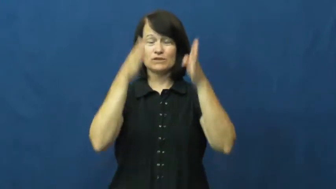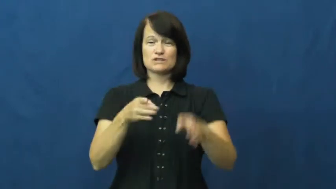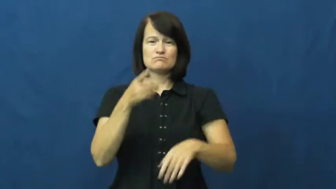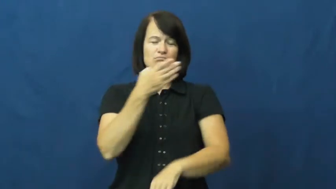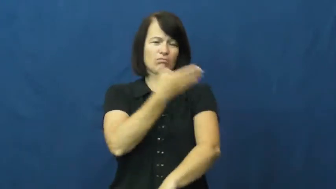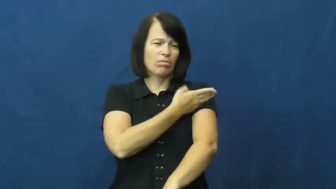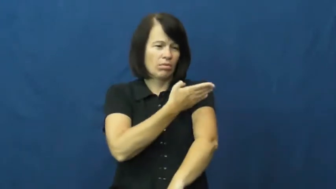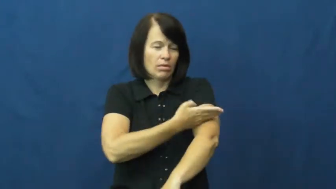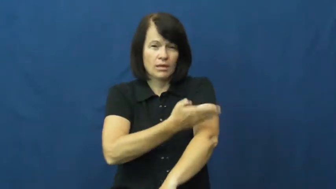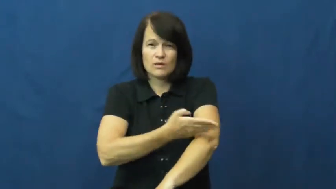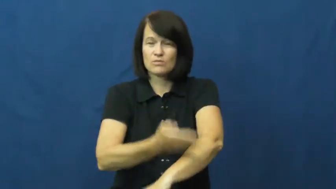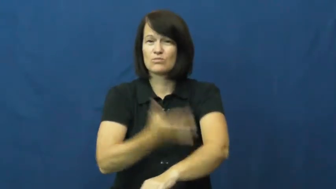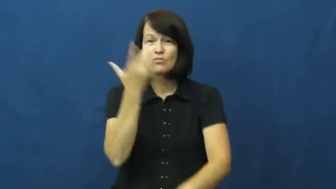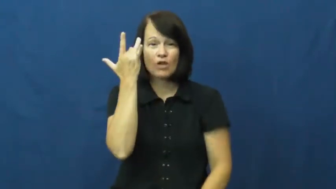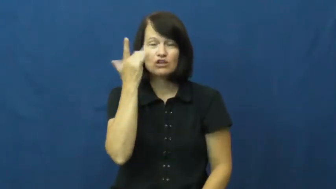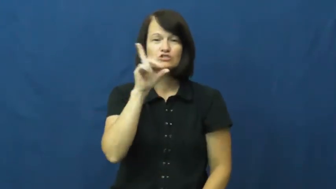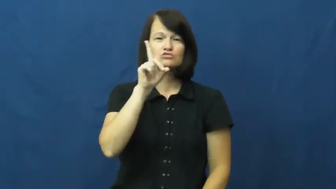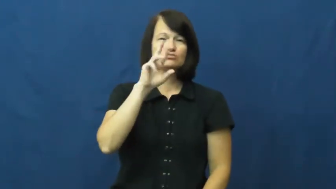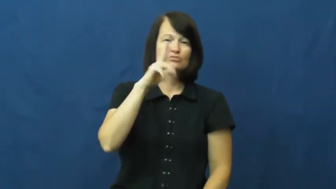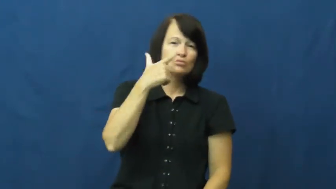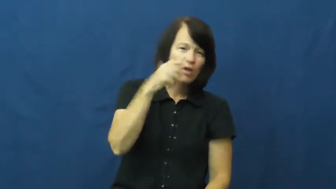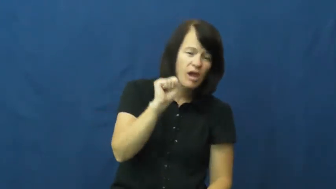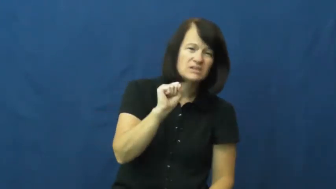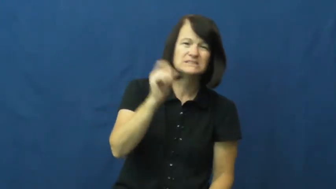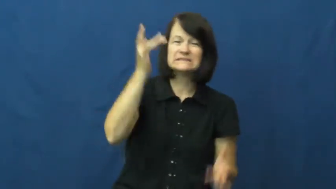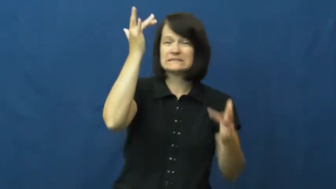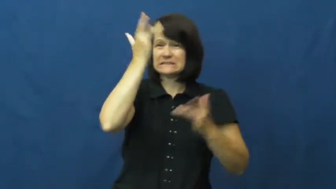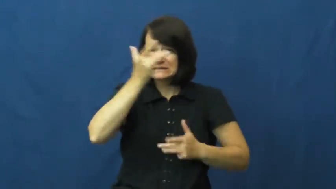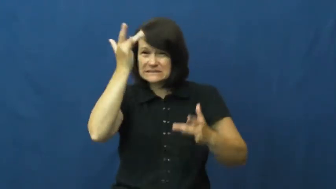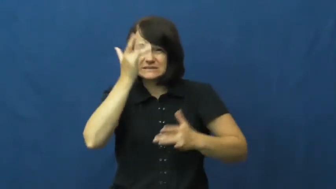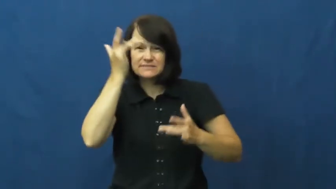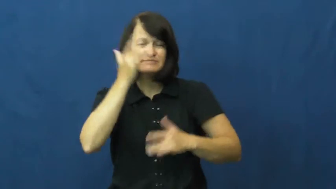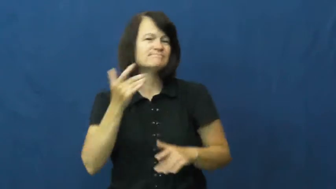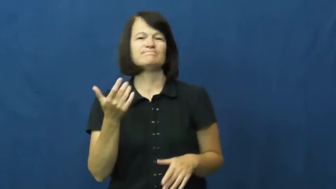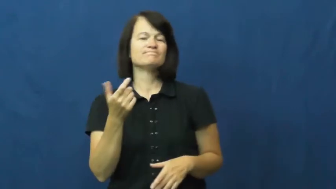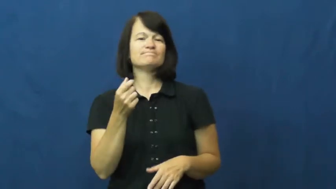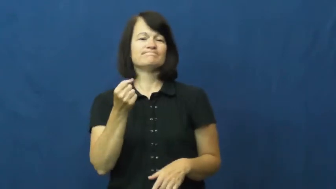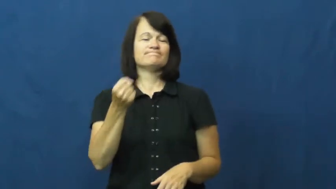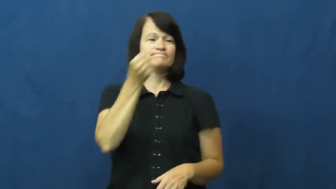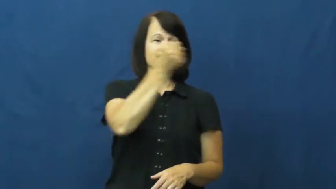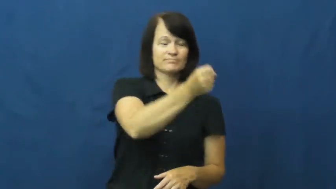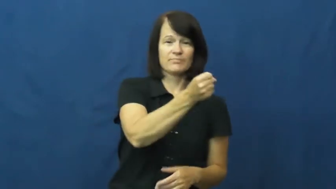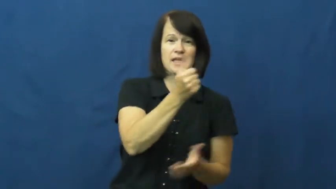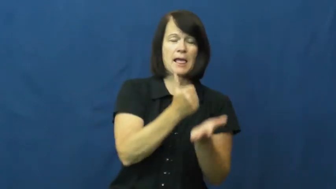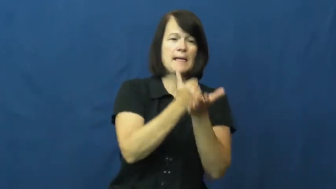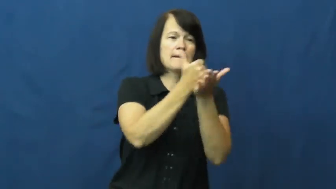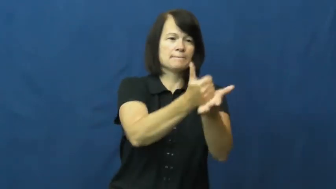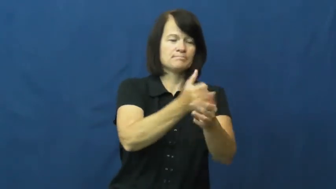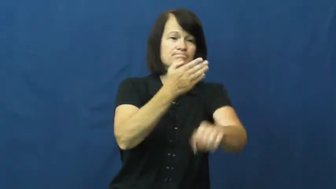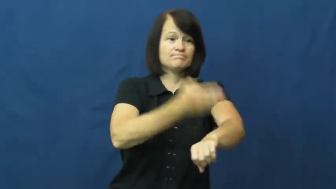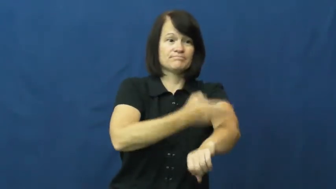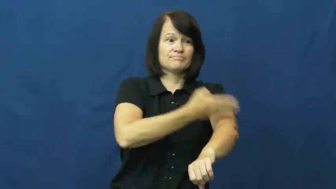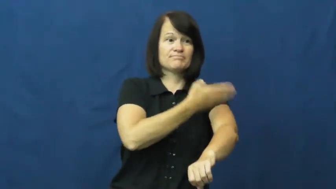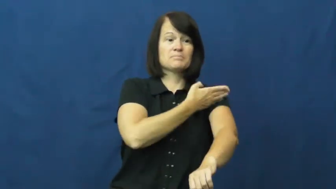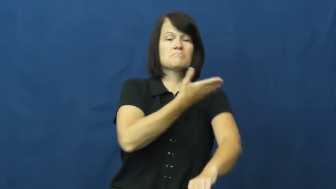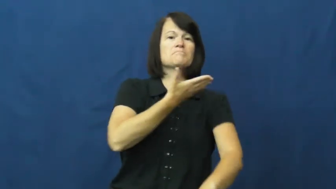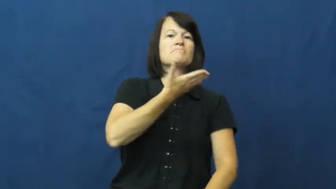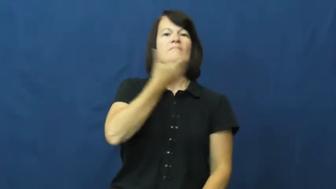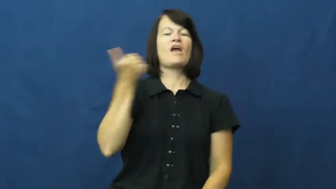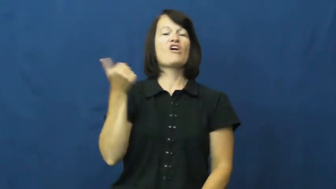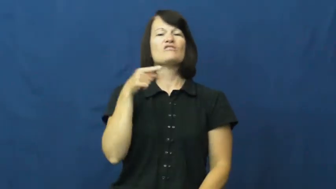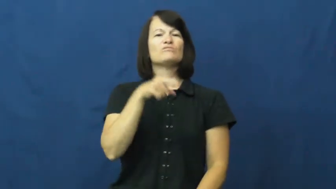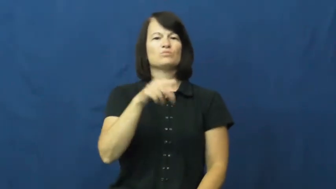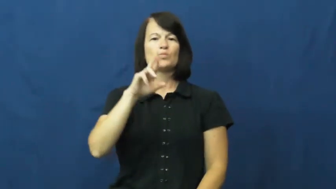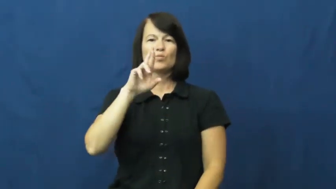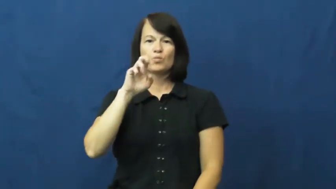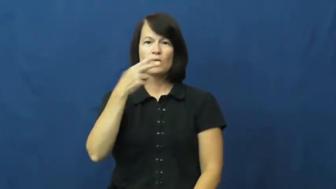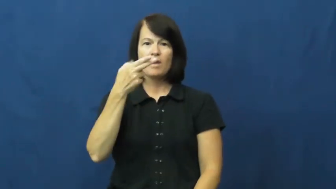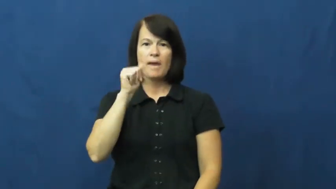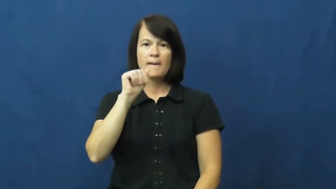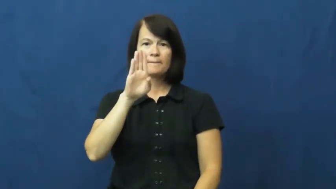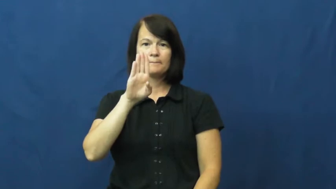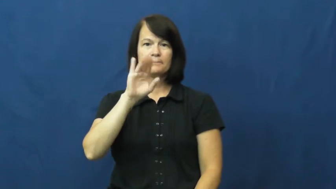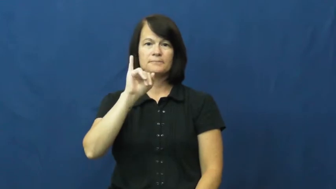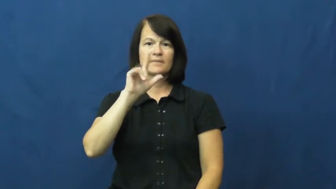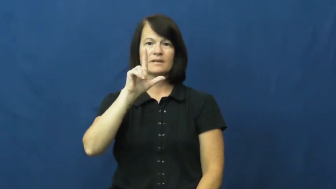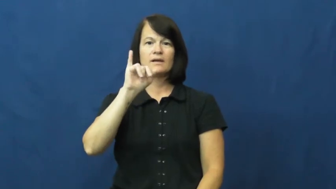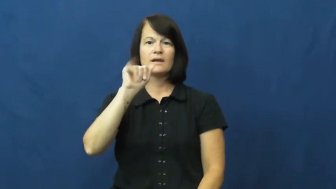rehabilitate